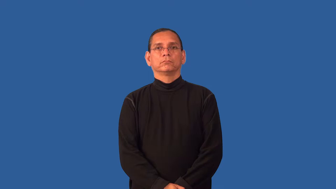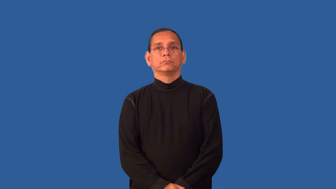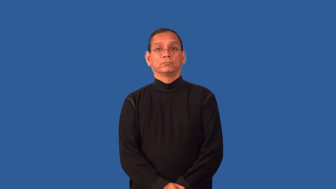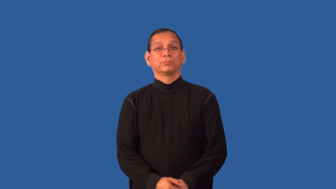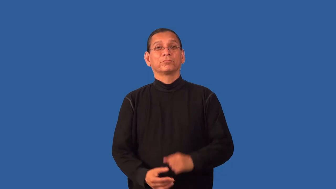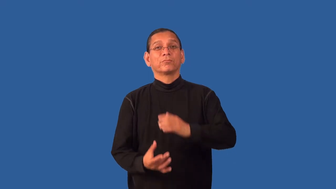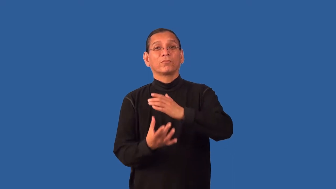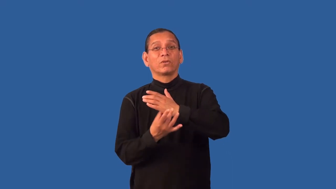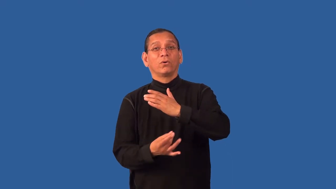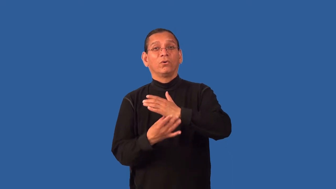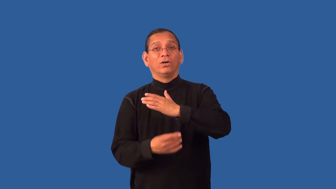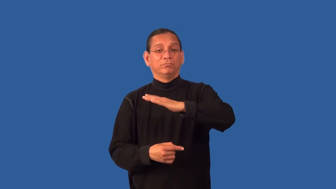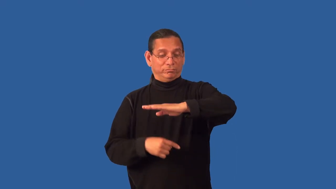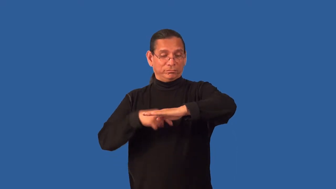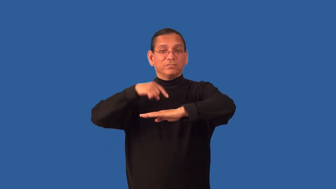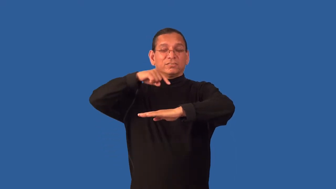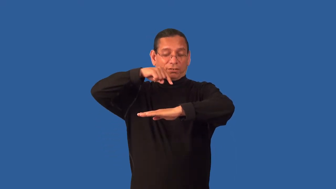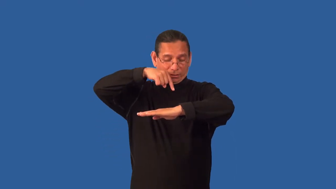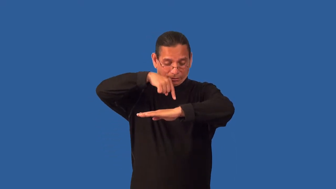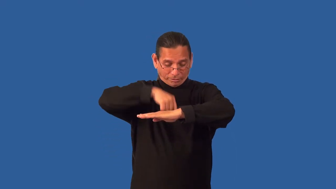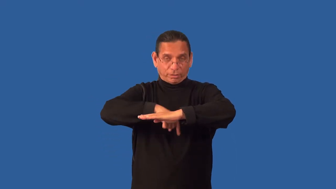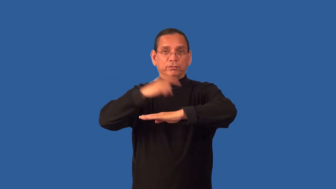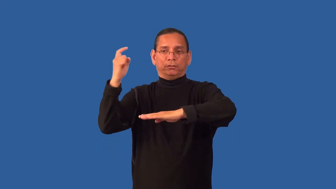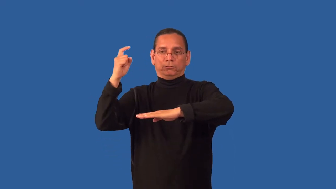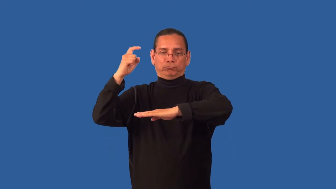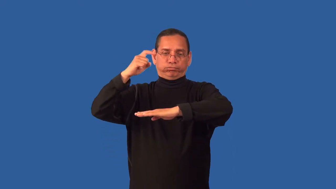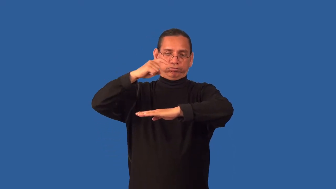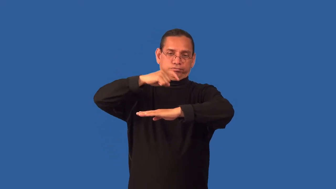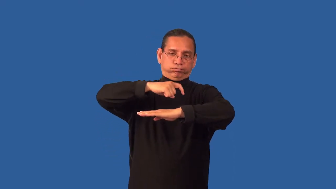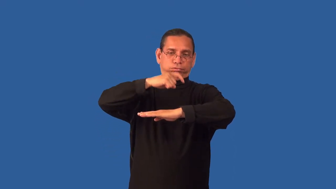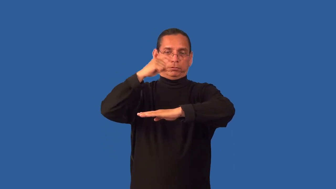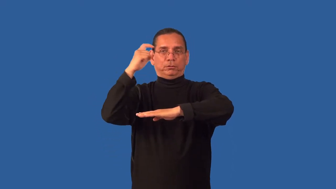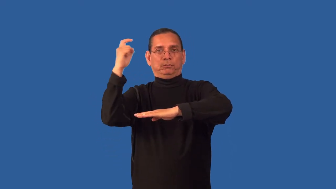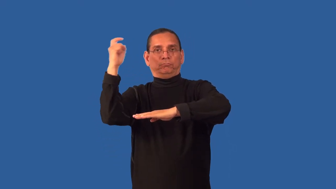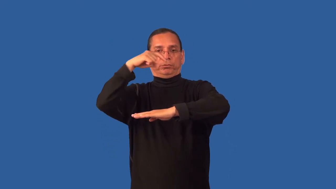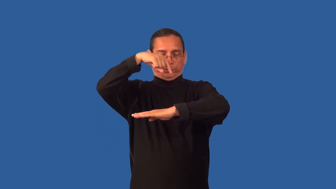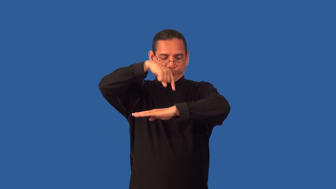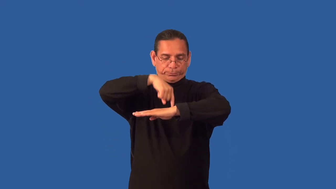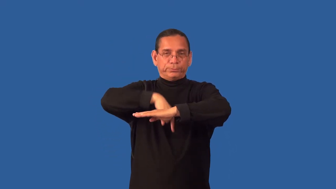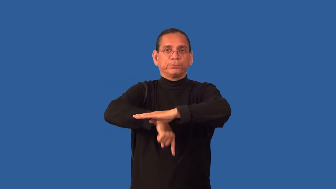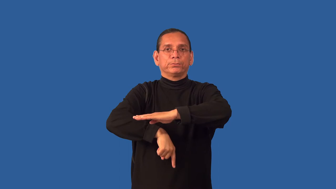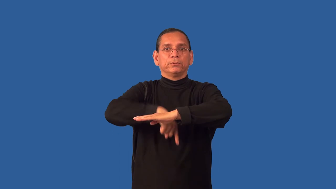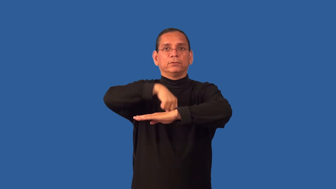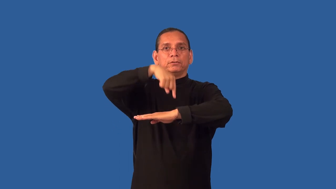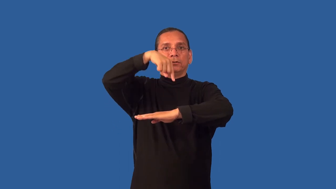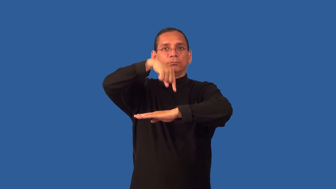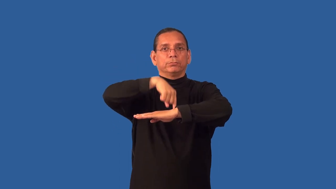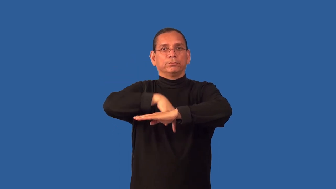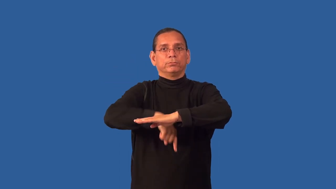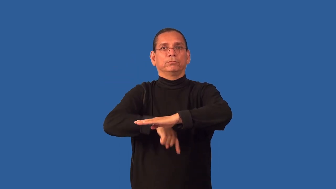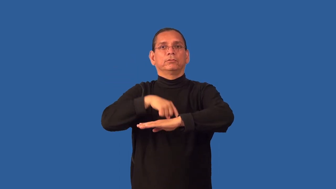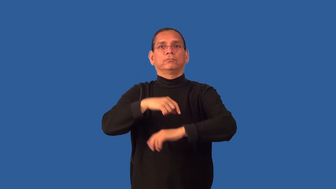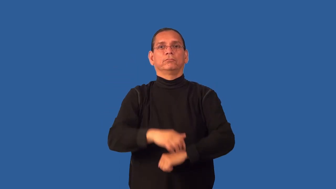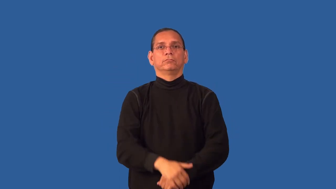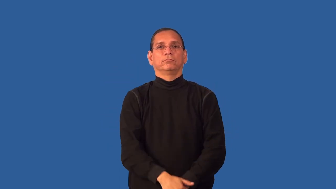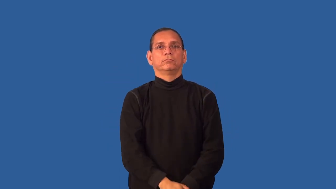drill-oil